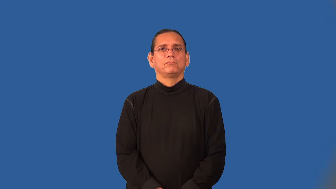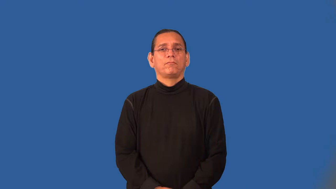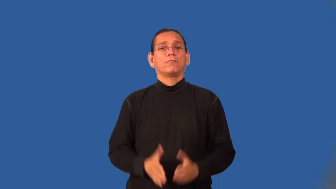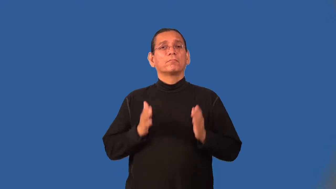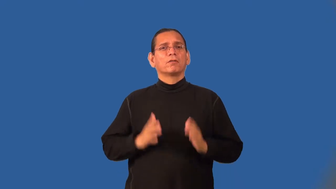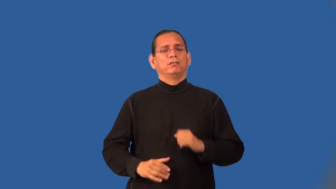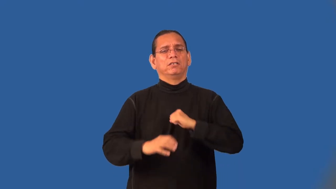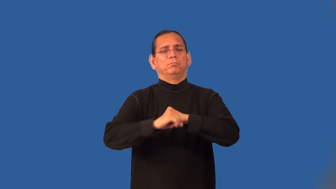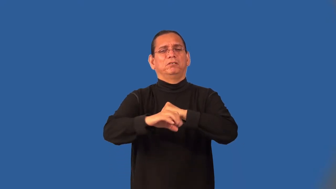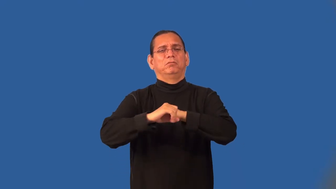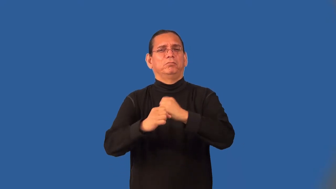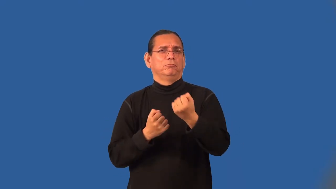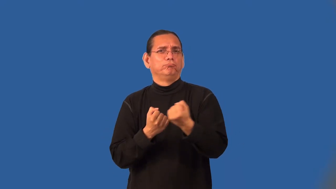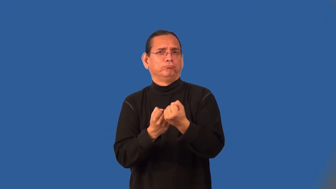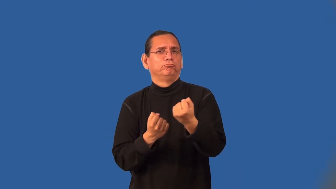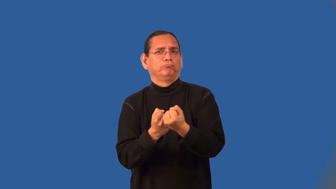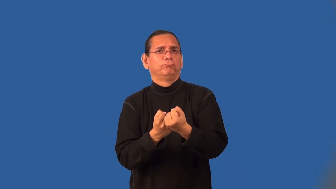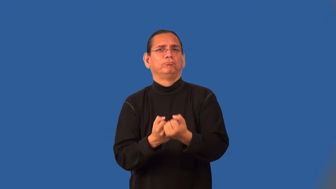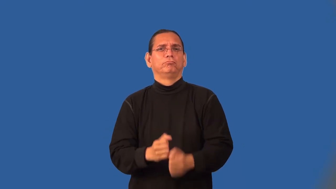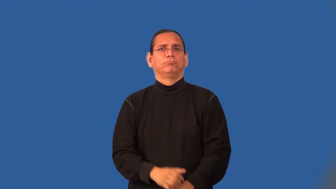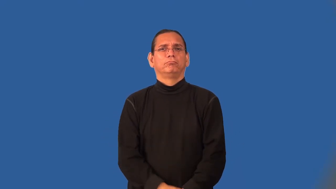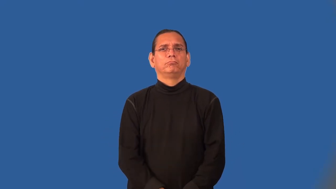campaigner